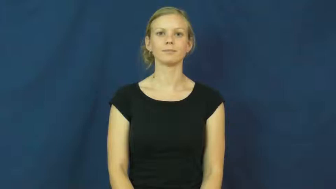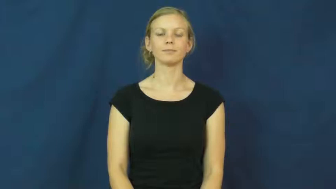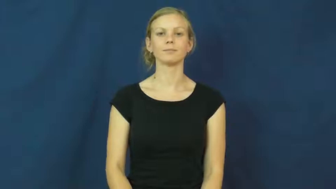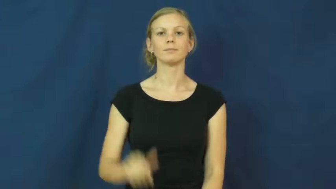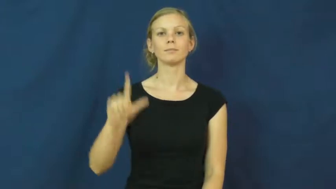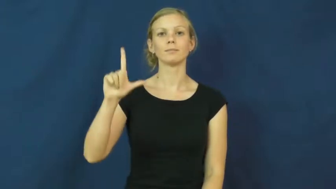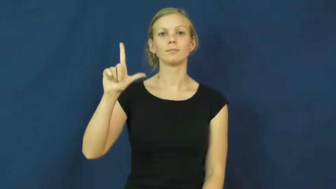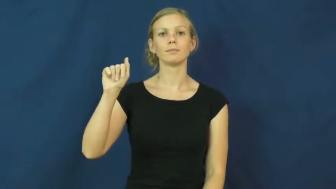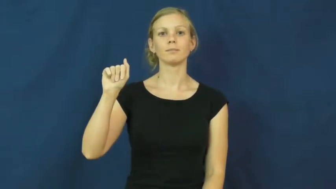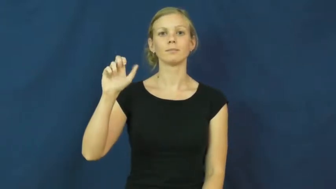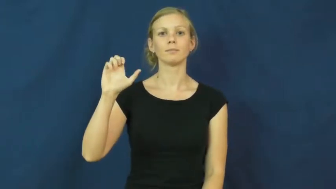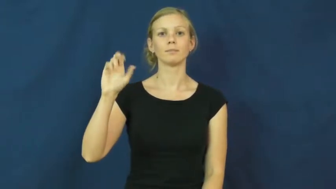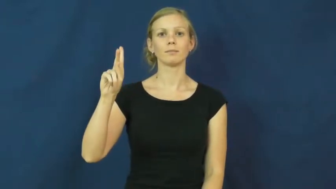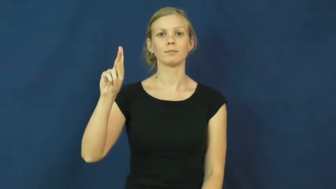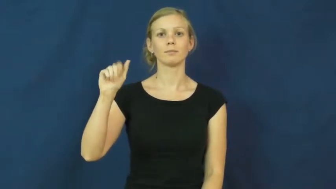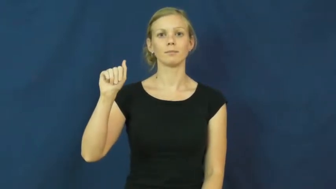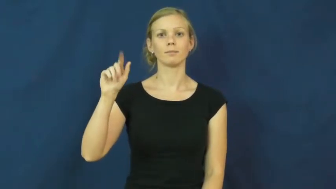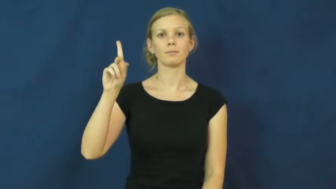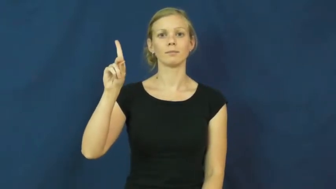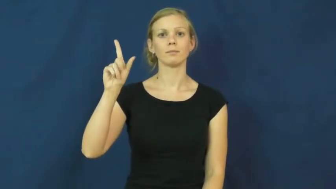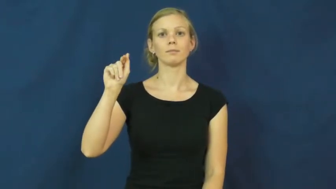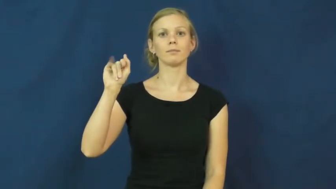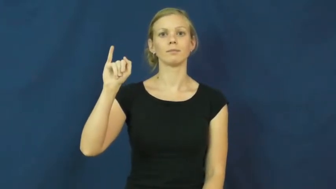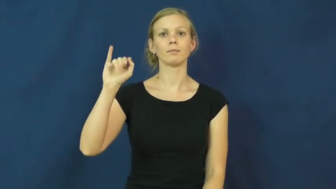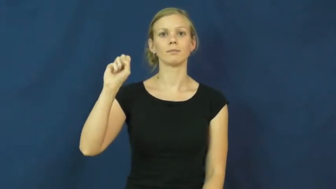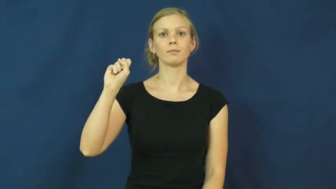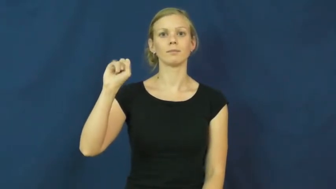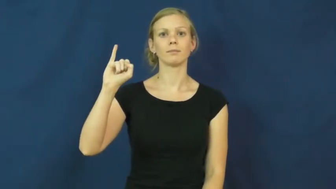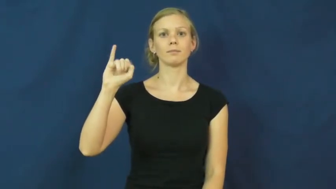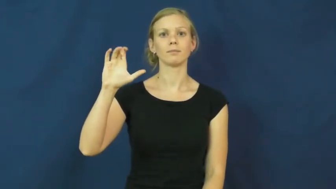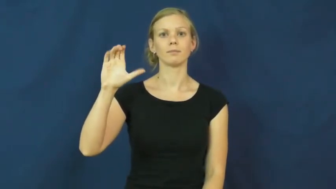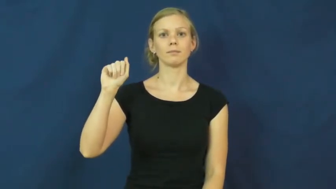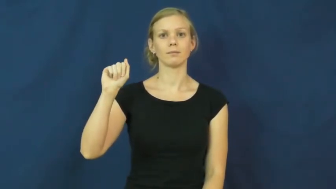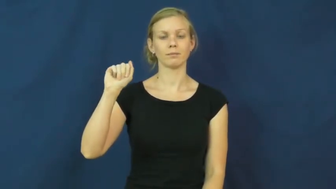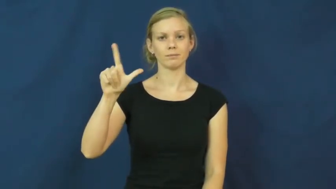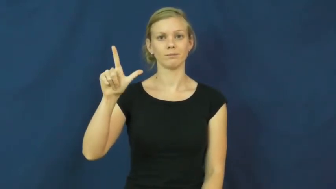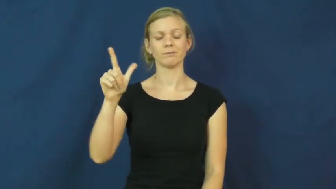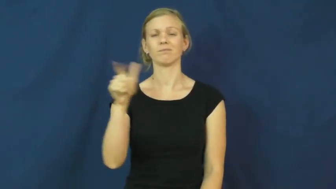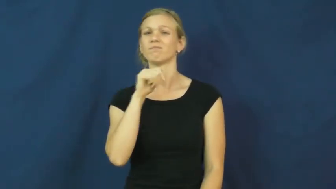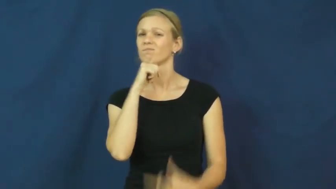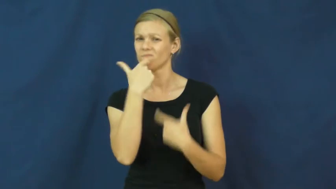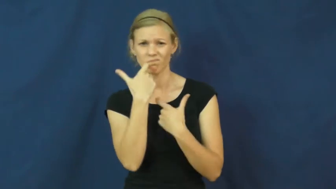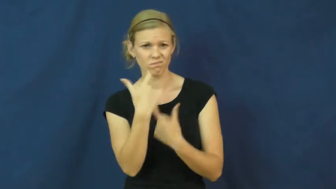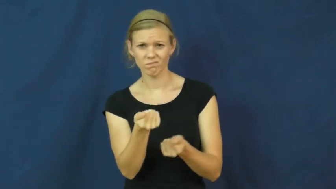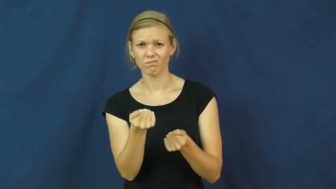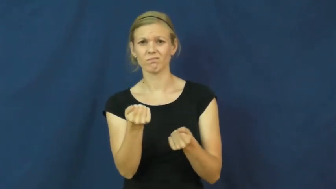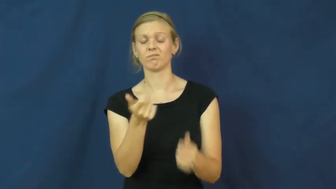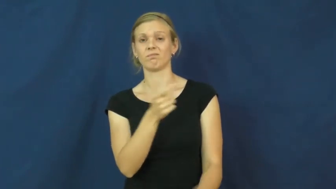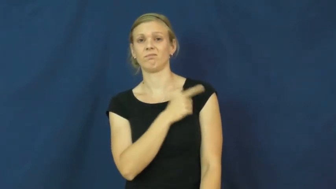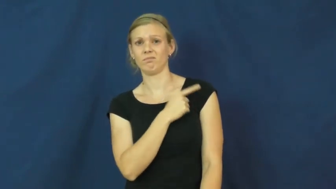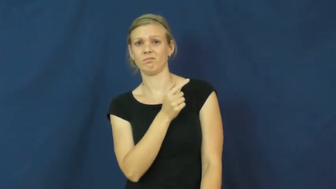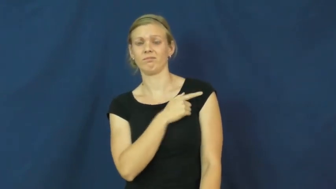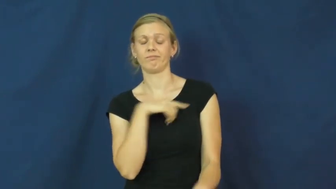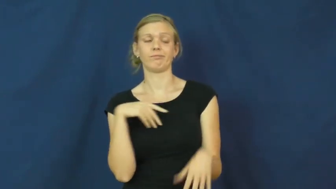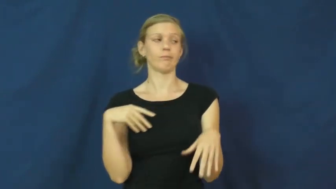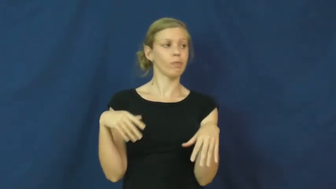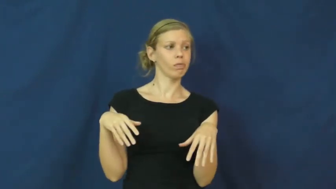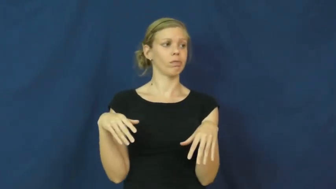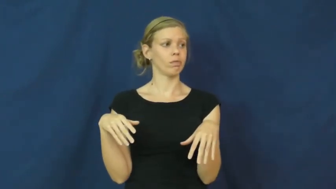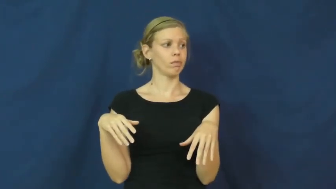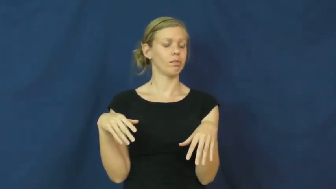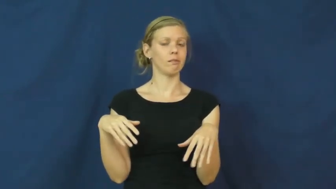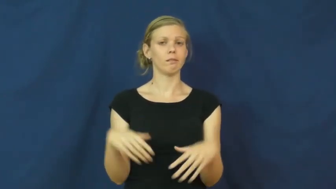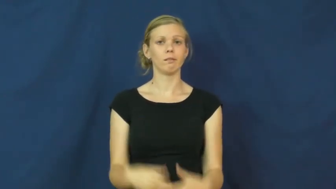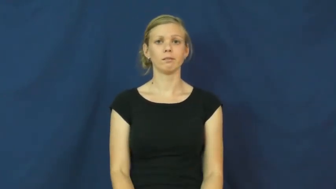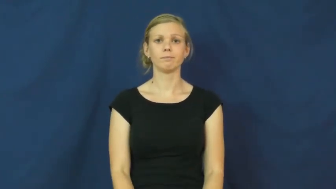lackadaisical